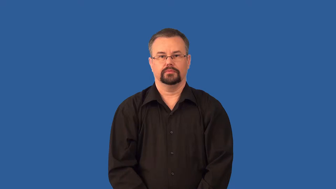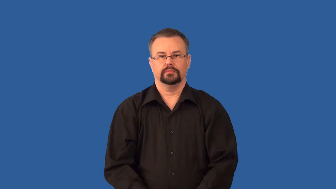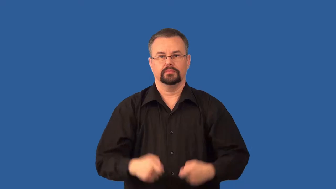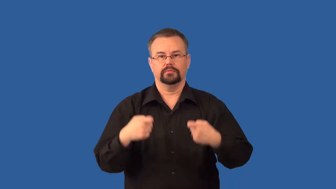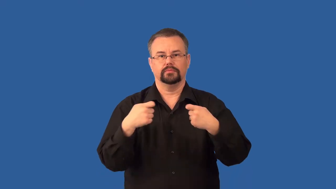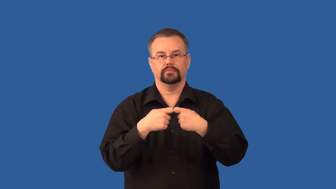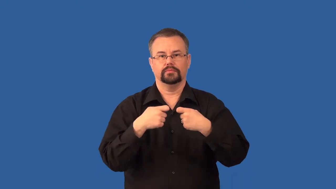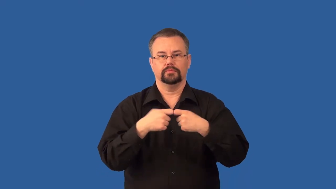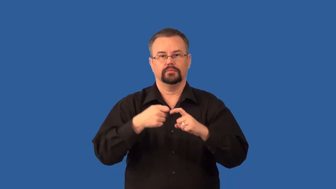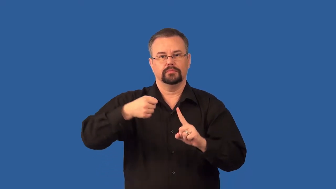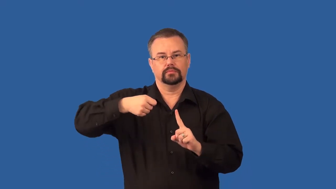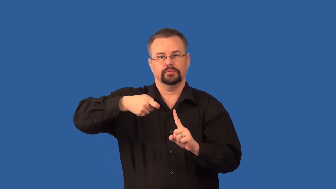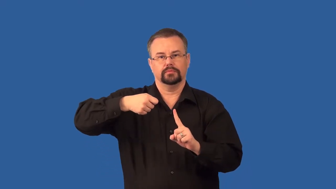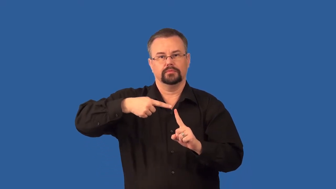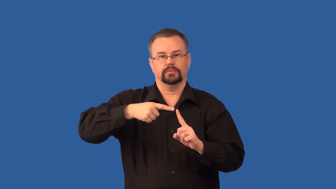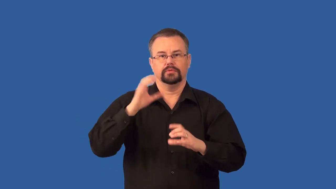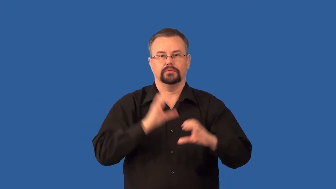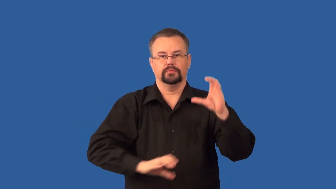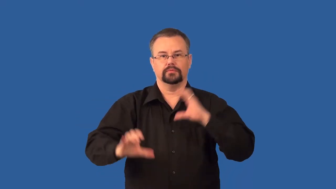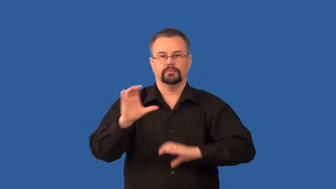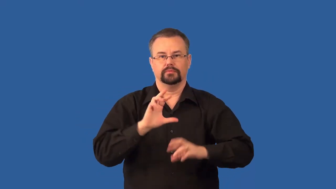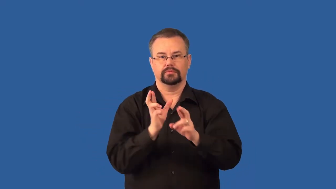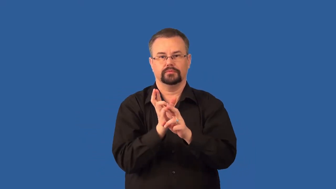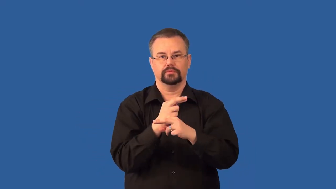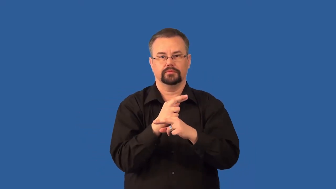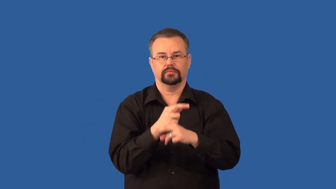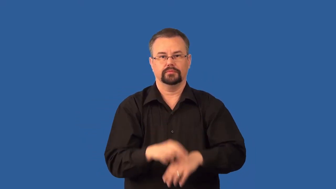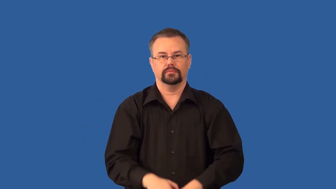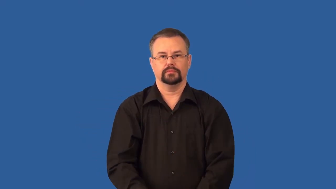electrolysis